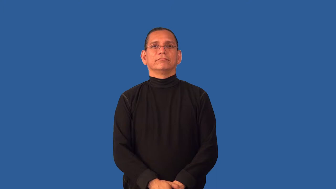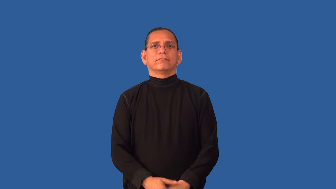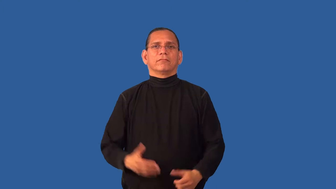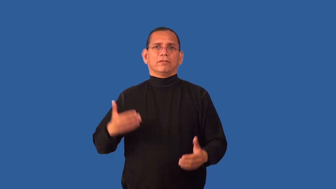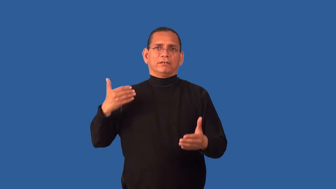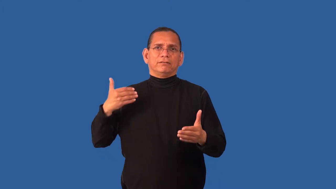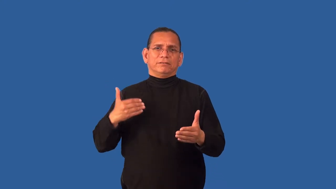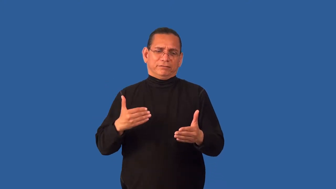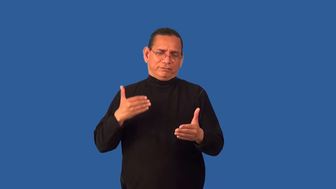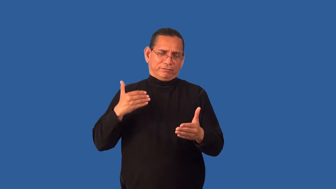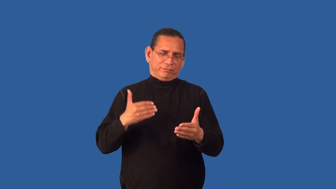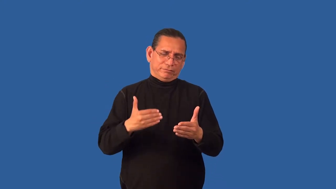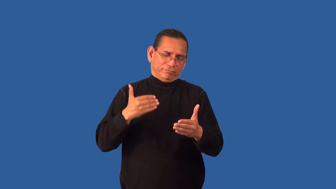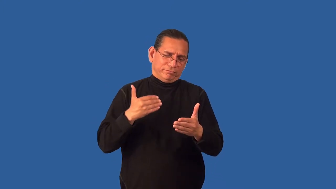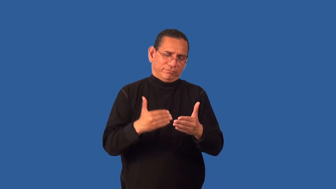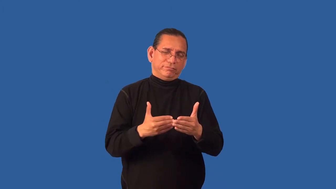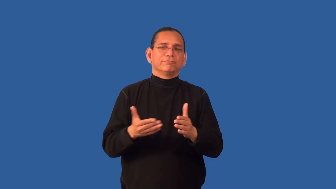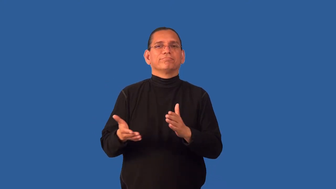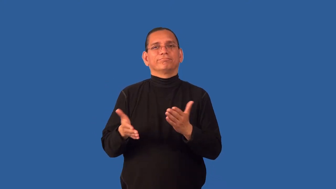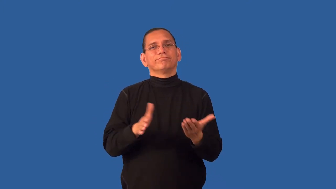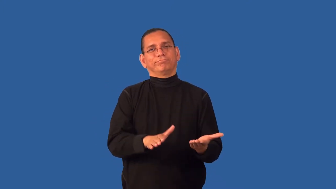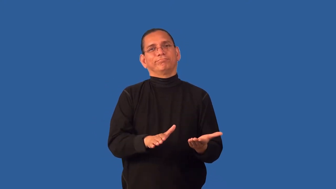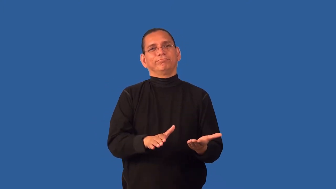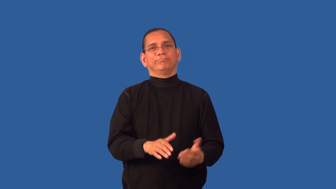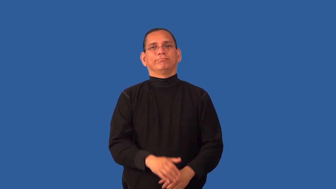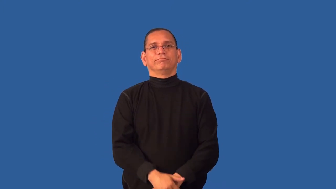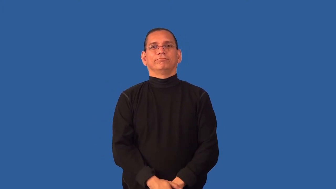deathbed-time